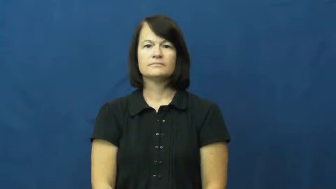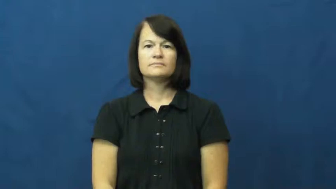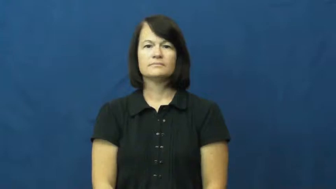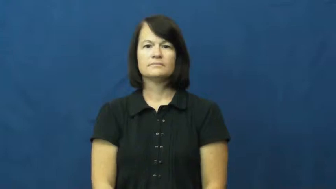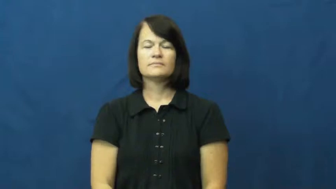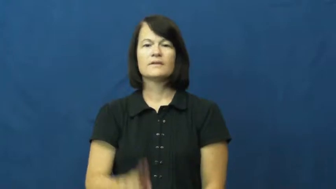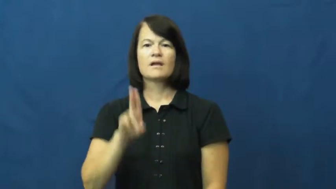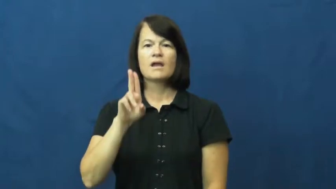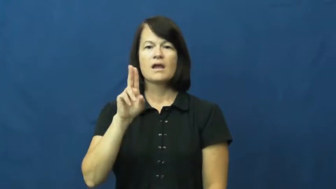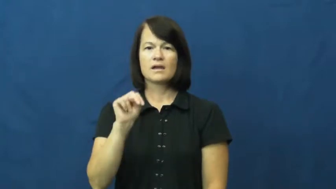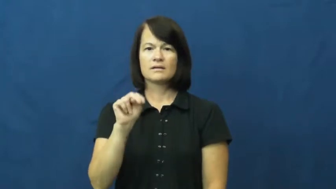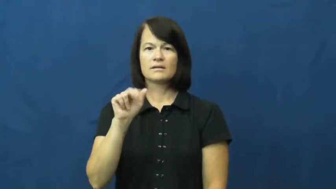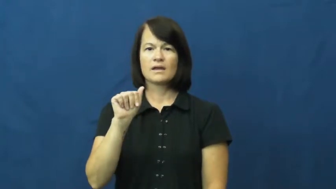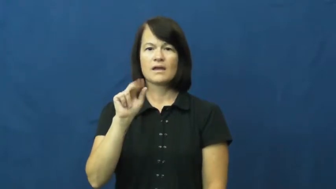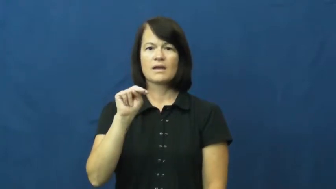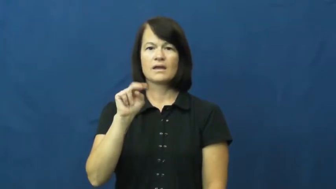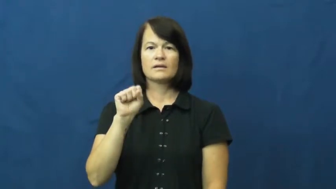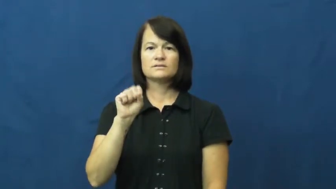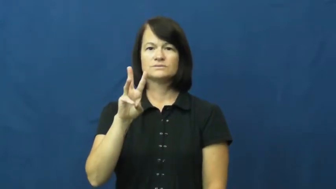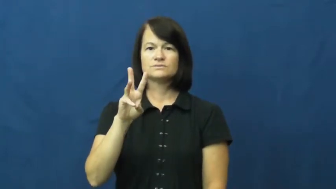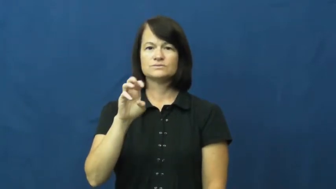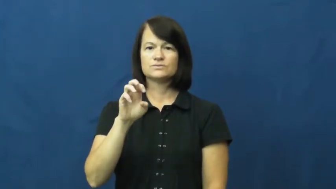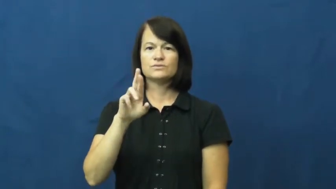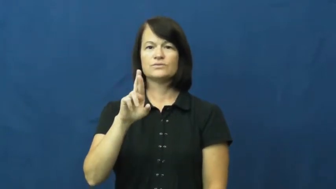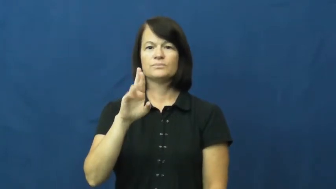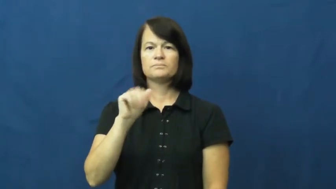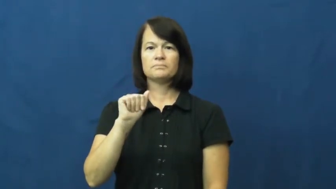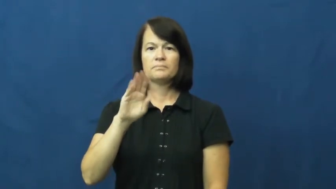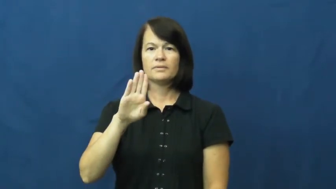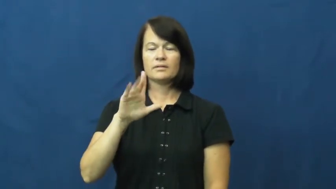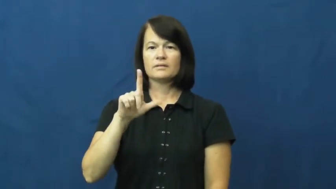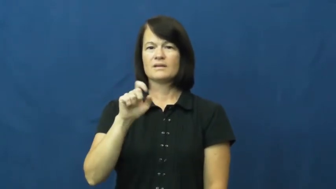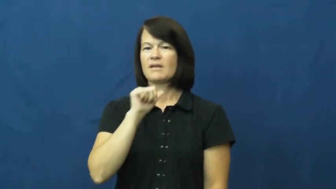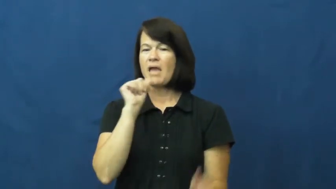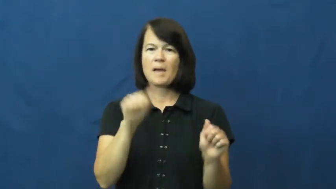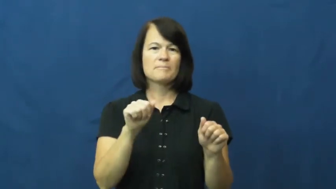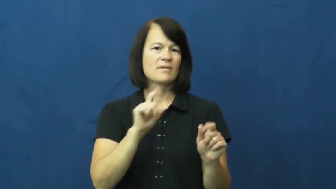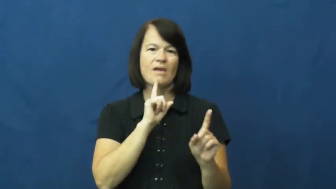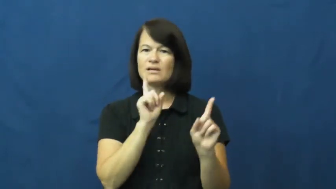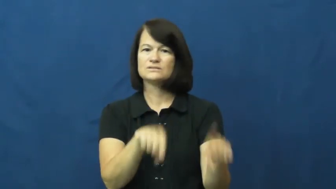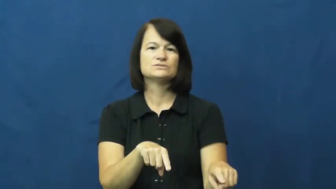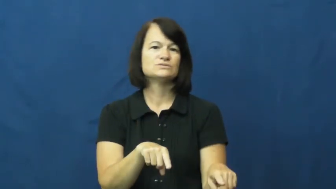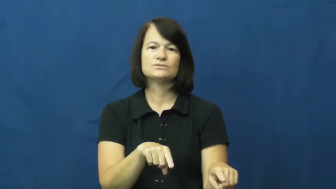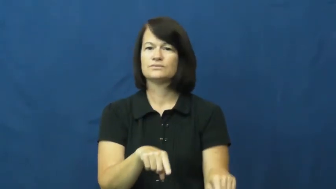unanswerable